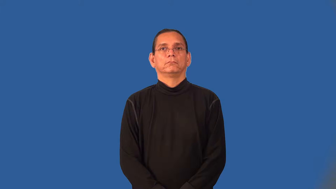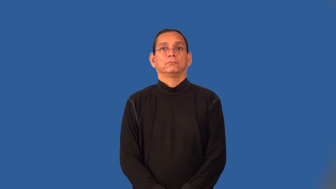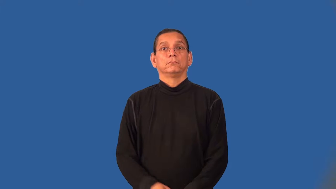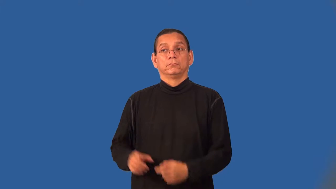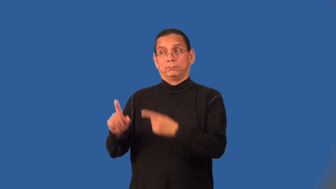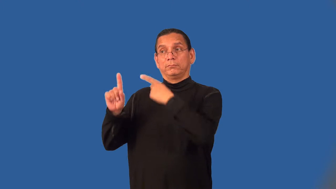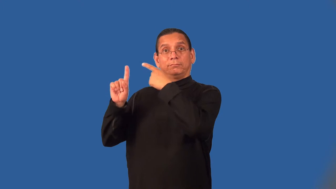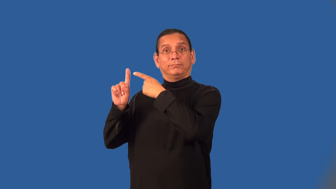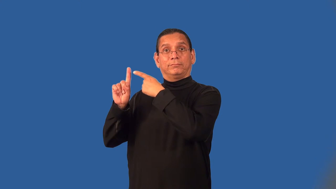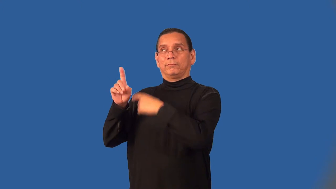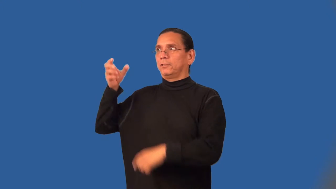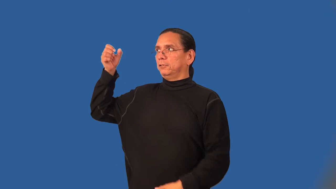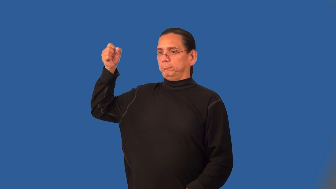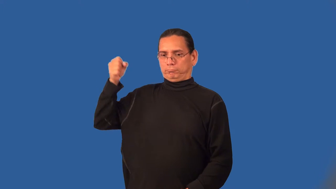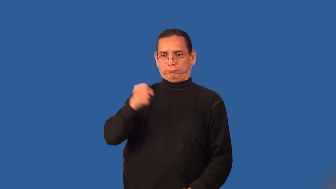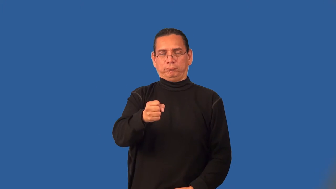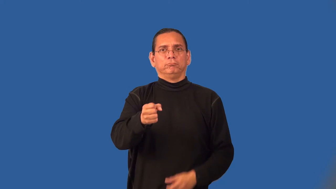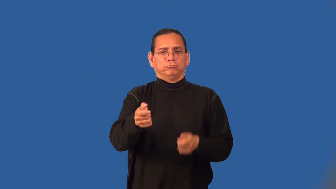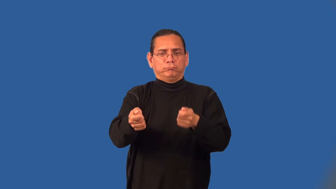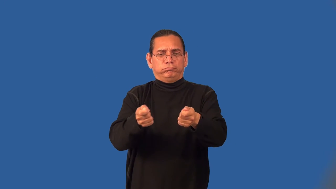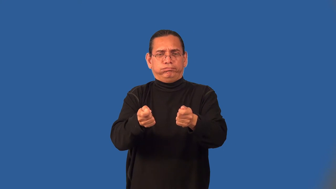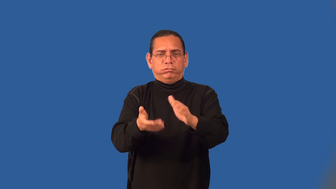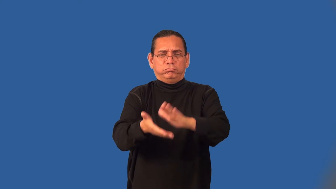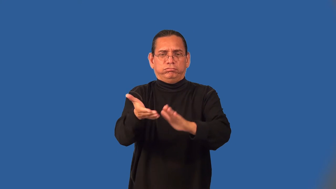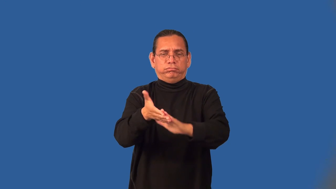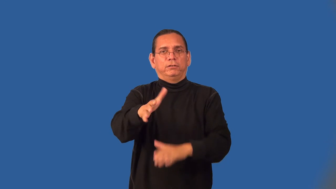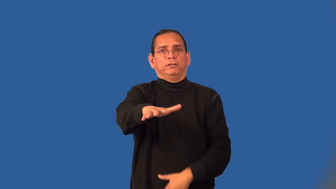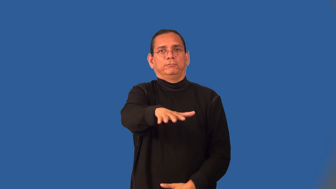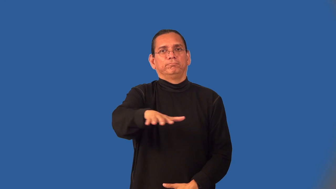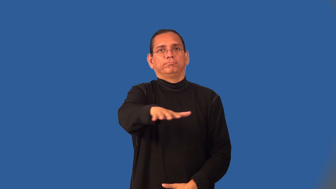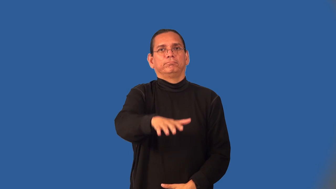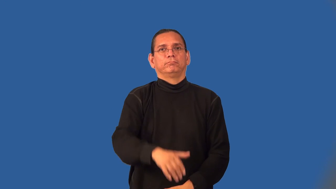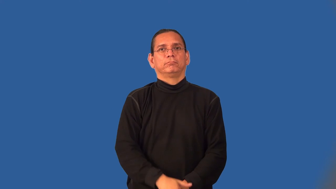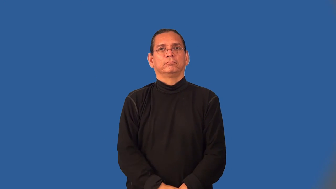colonialist,colonialism